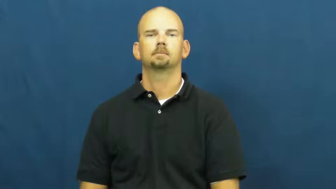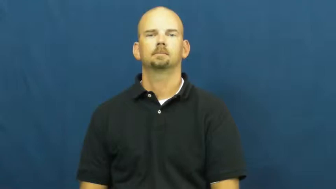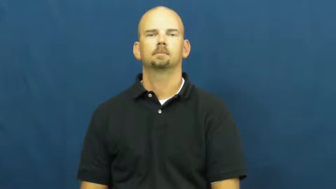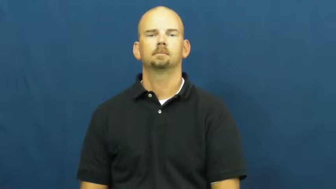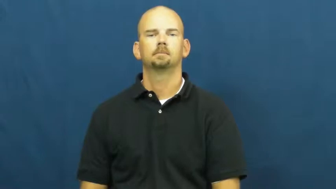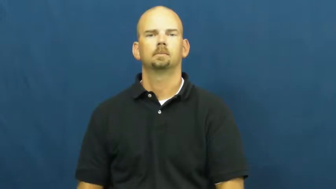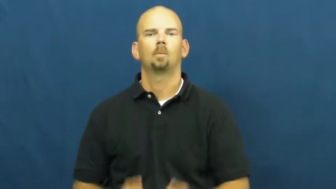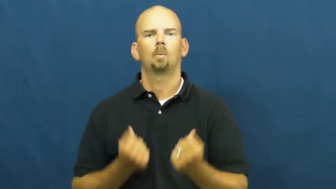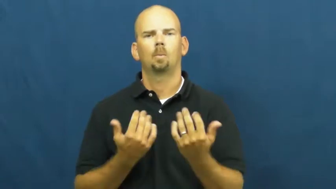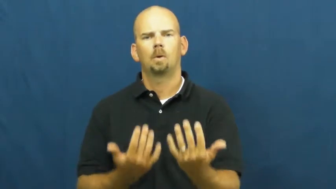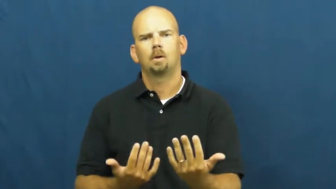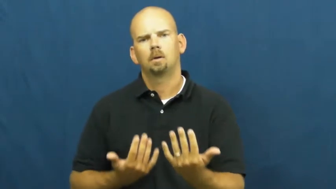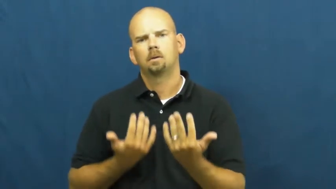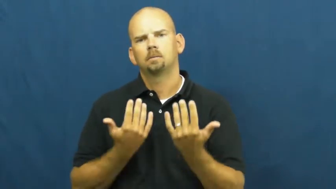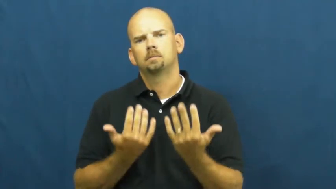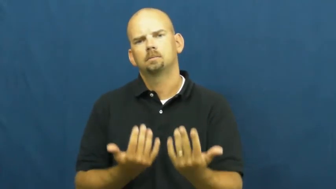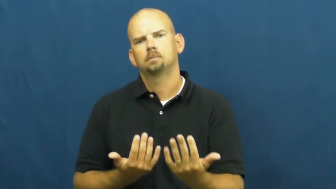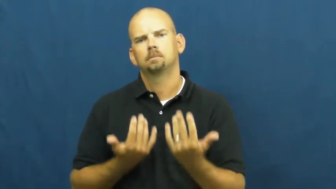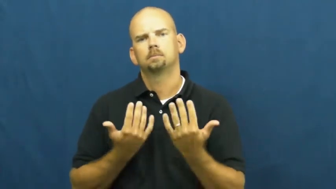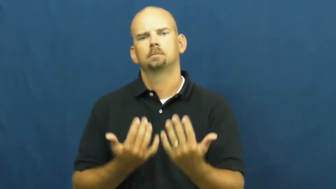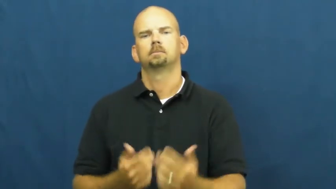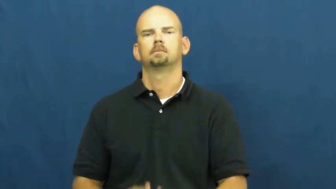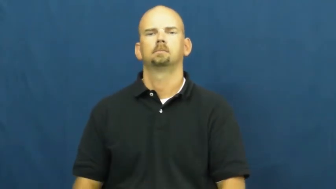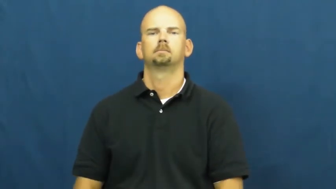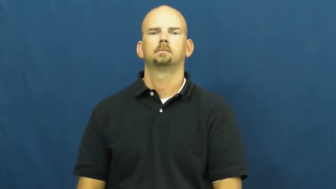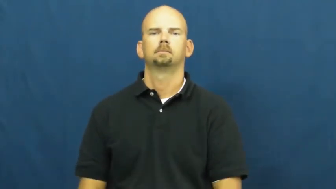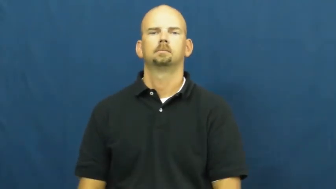sit back-wait